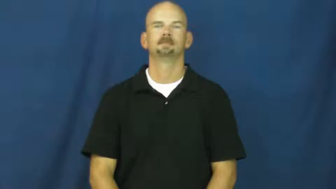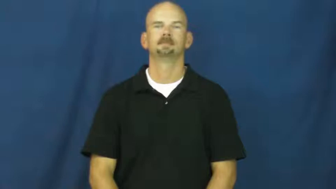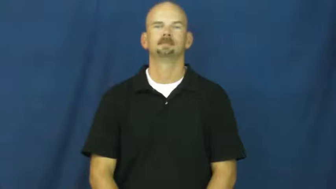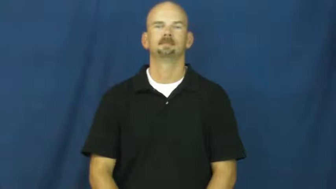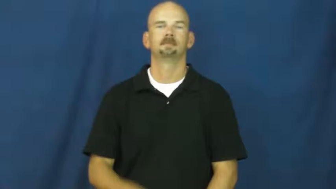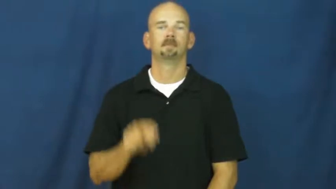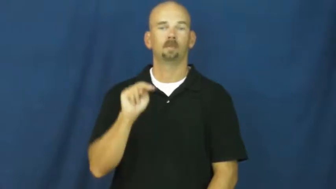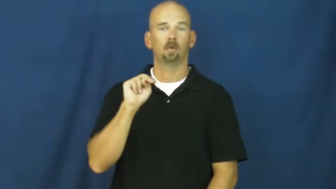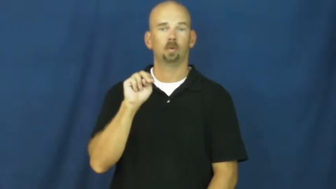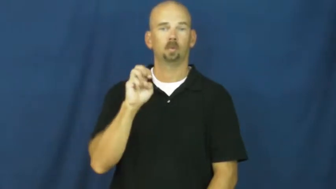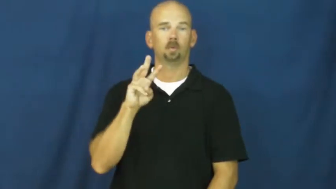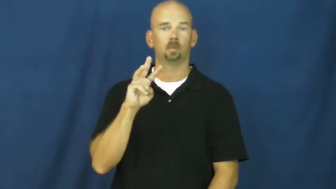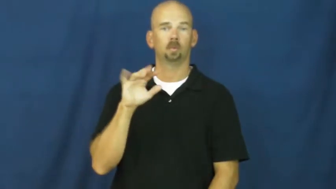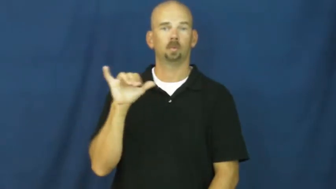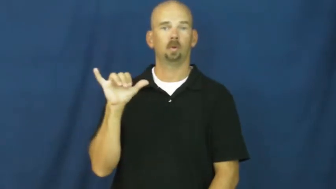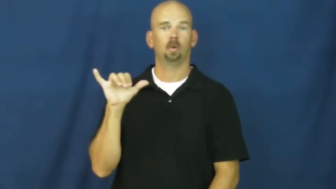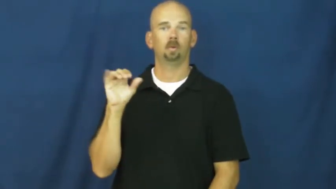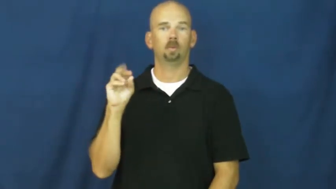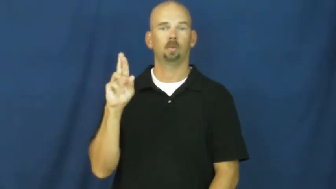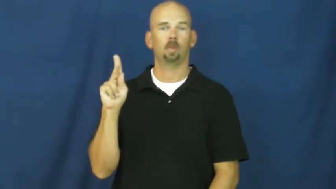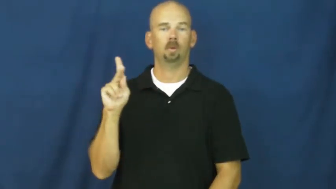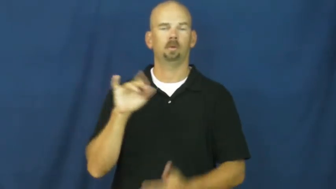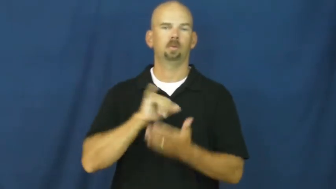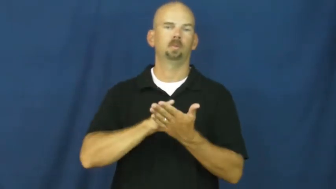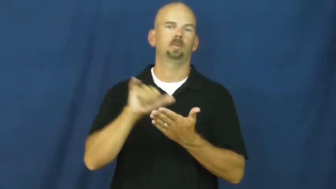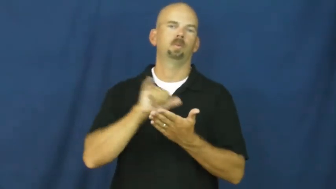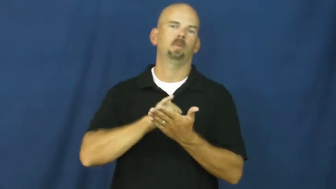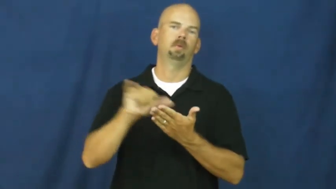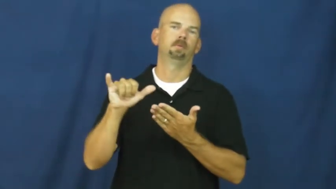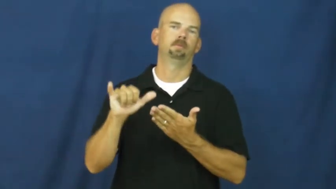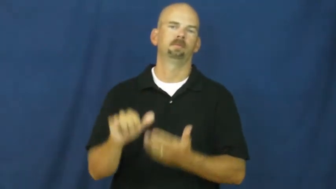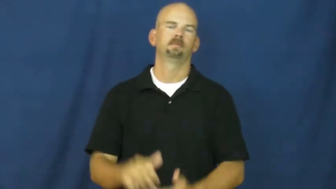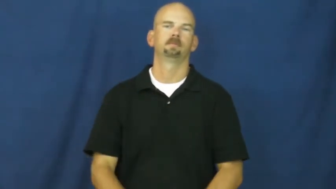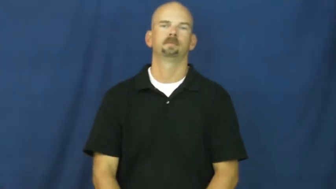new york